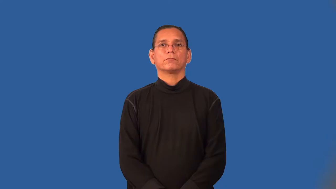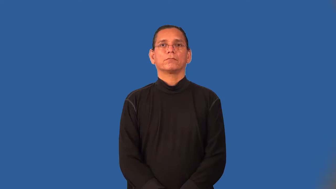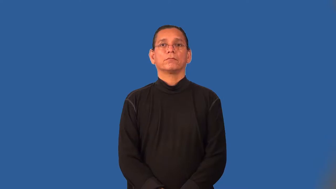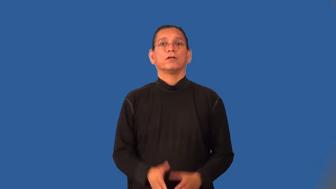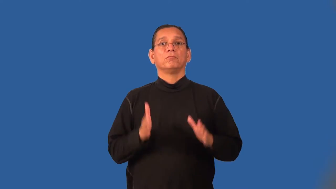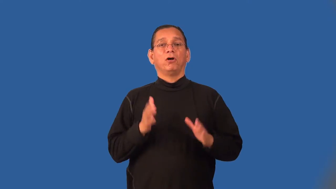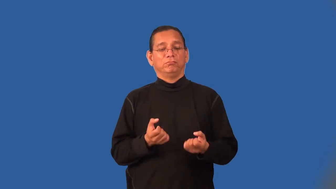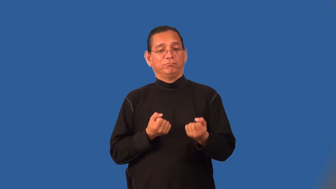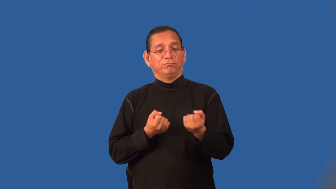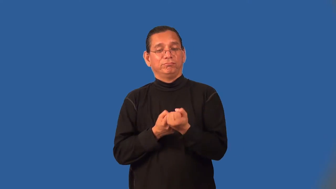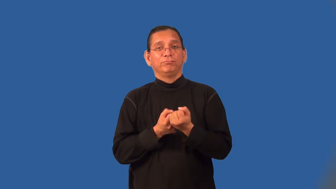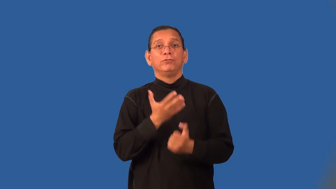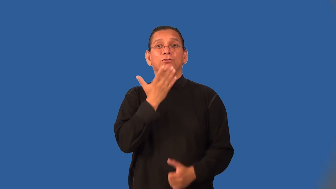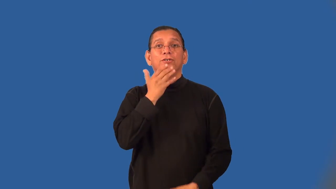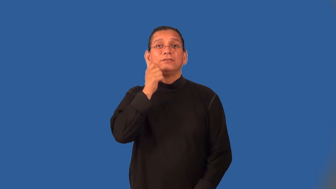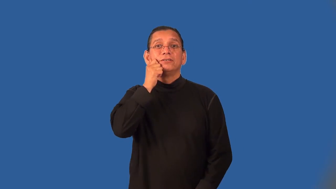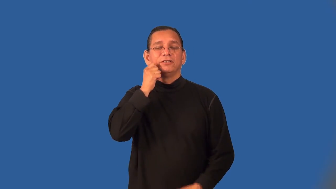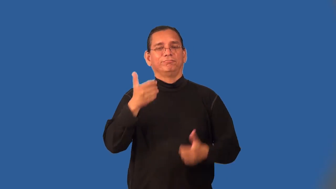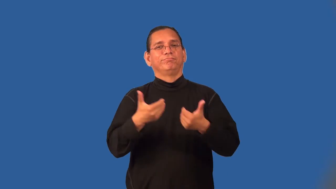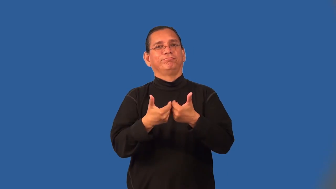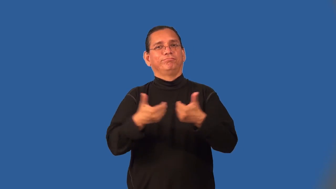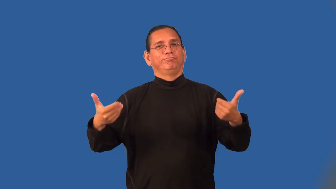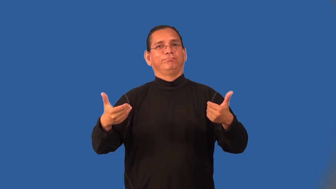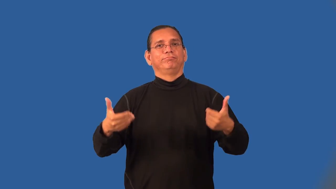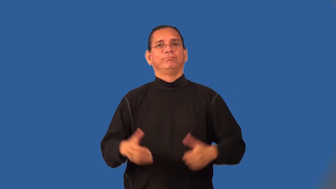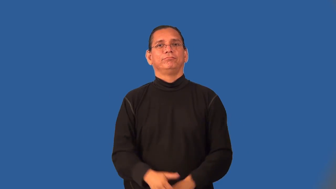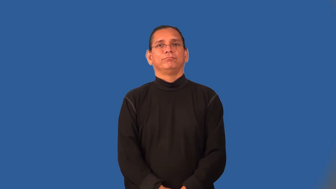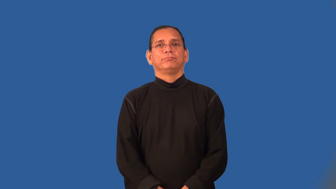segregationist